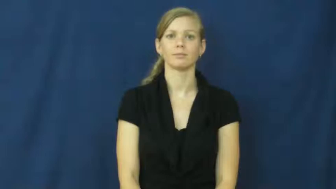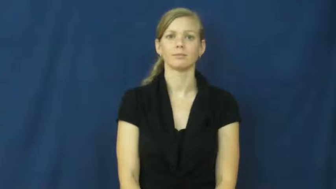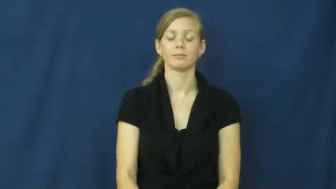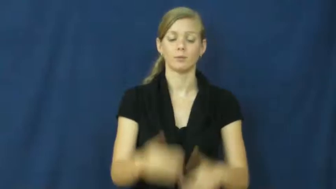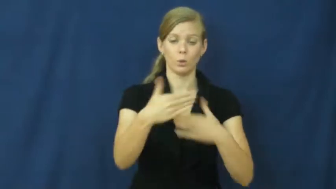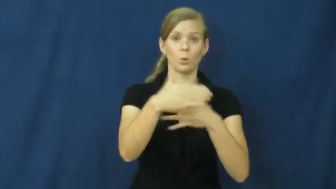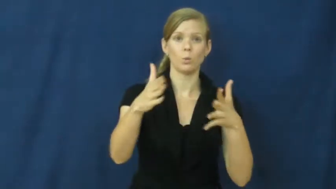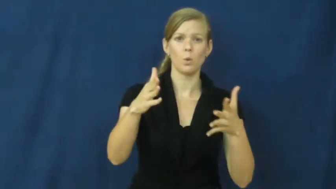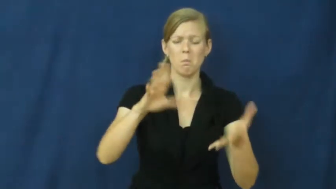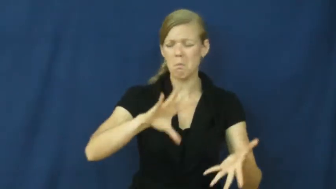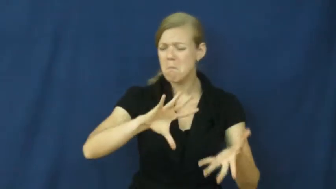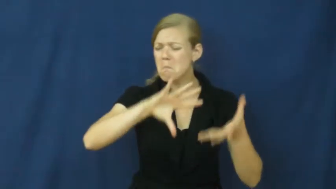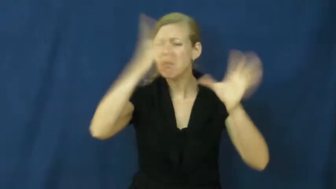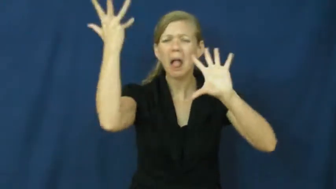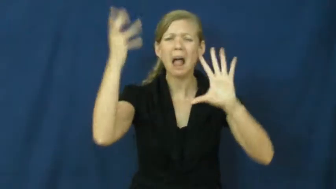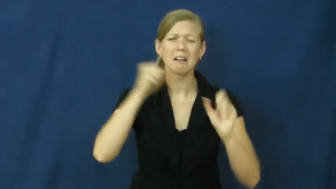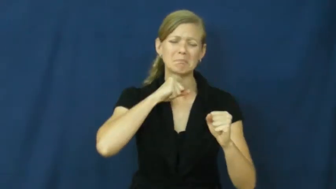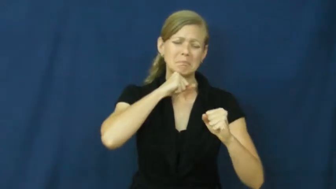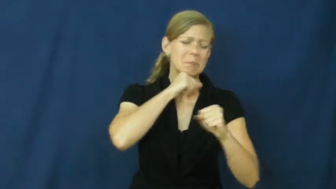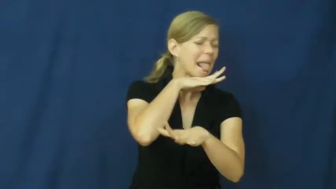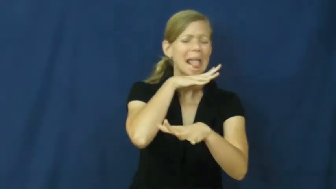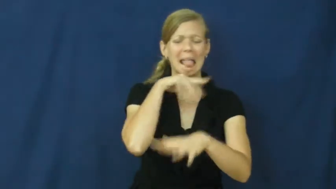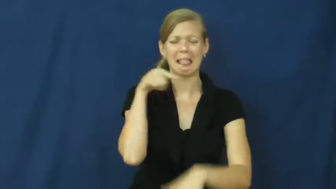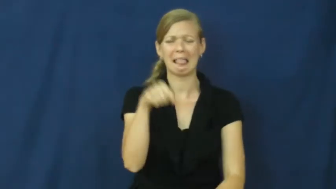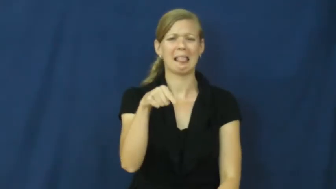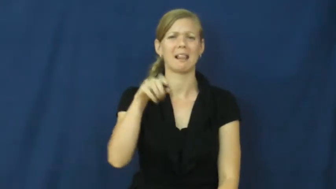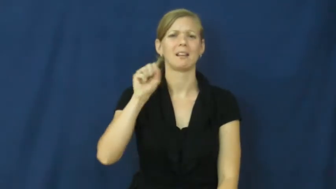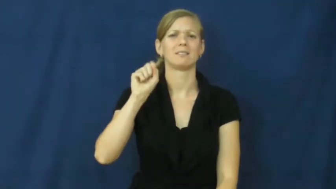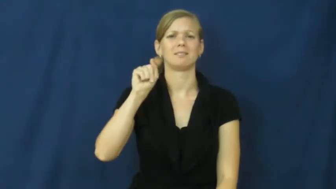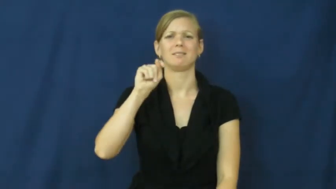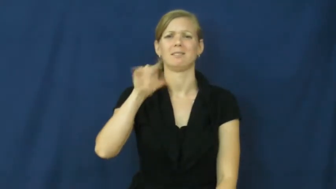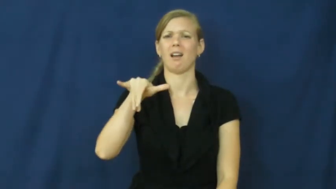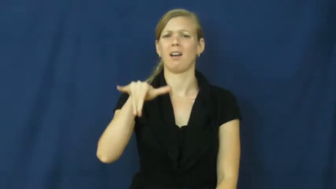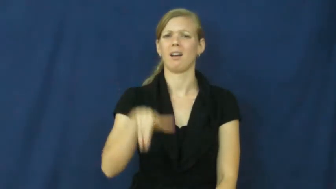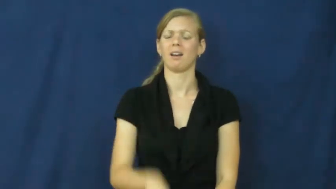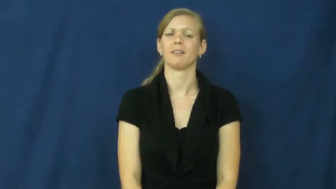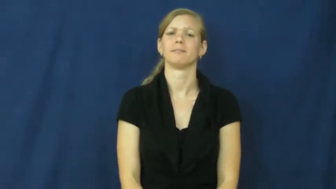sty-messy room